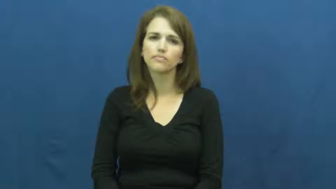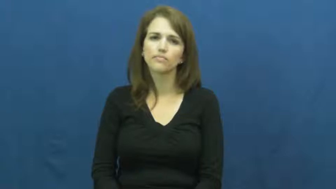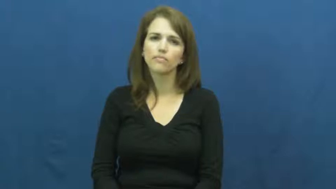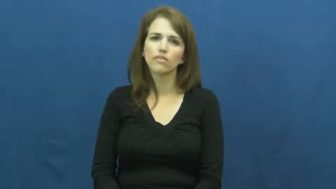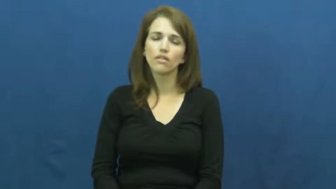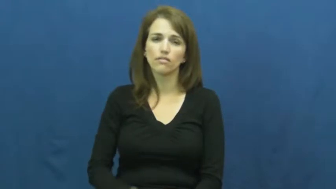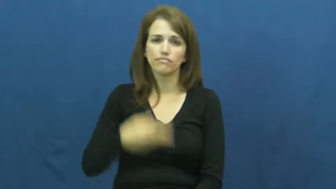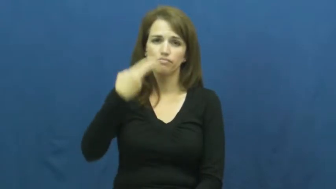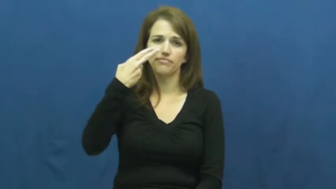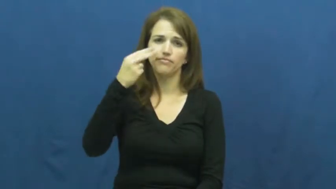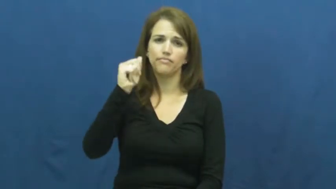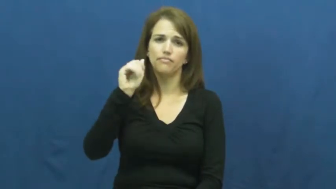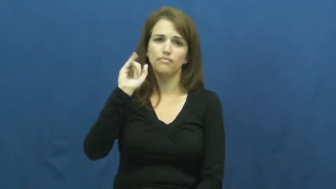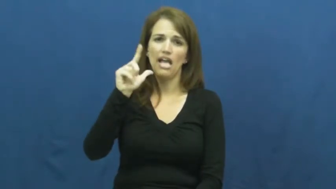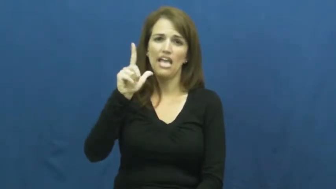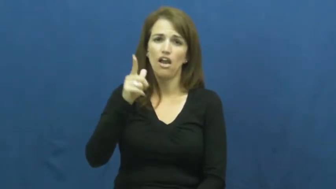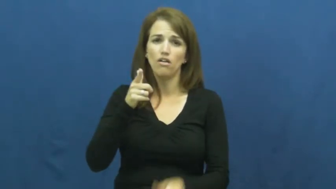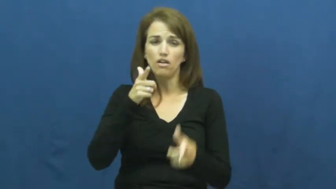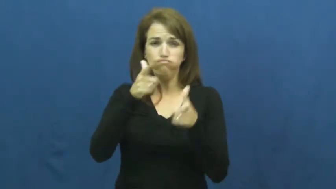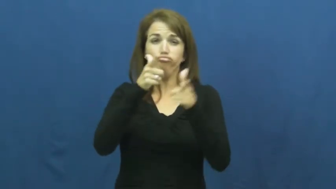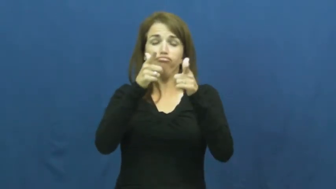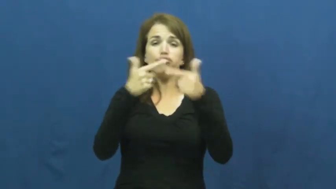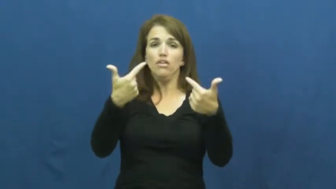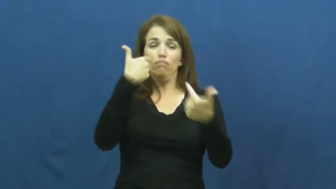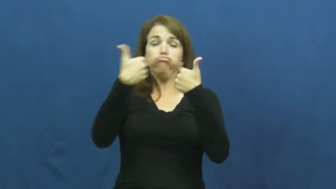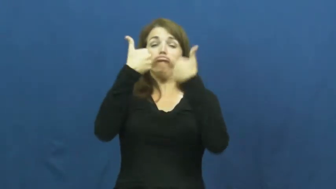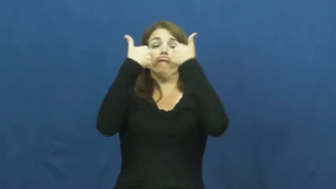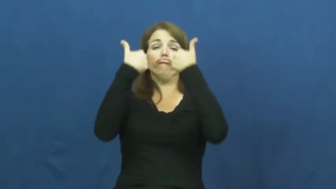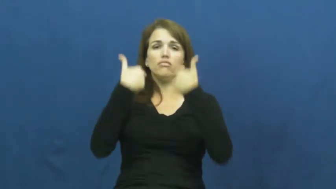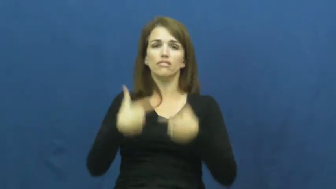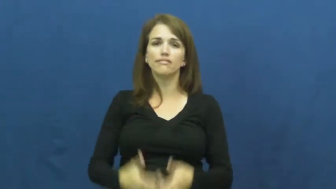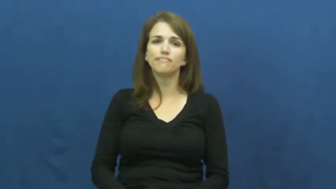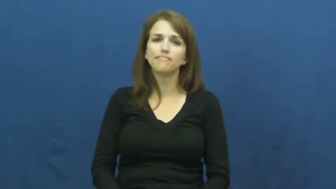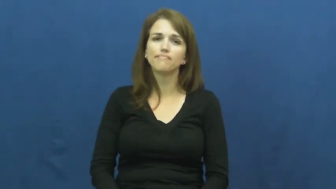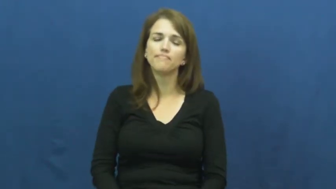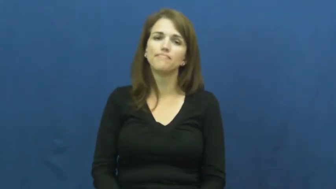hail-bullets